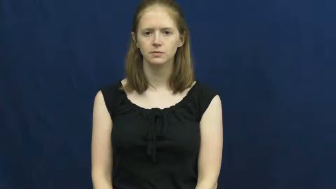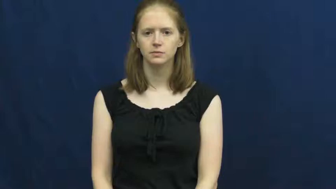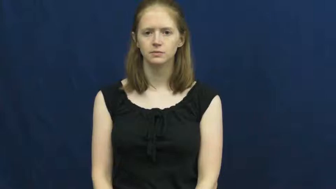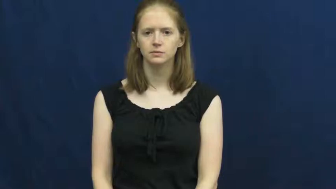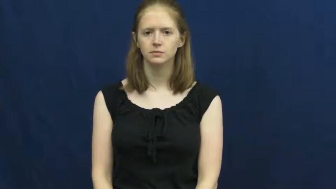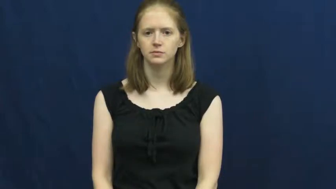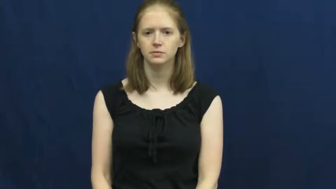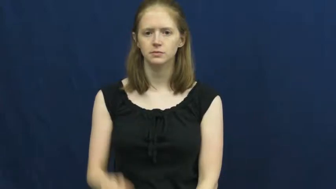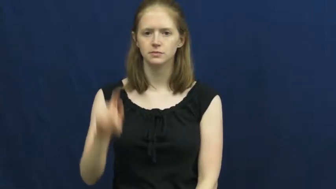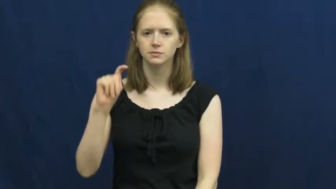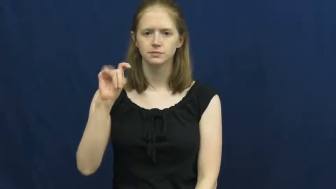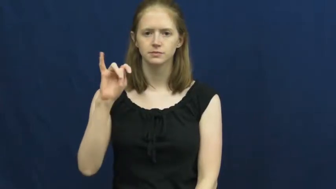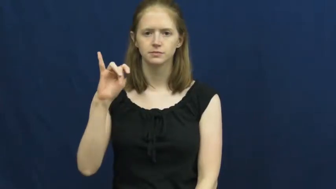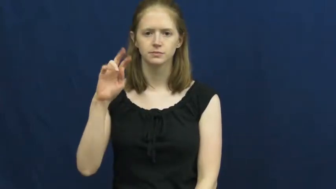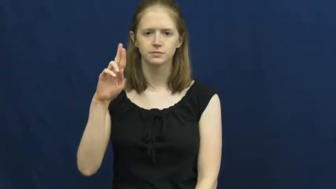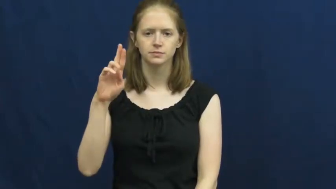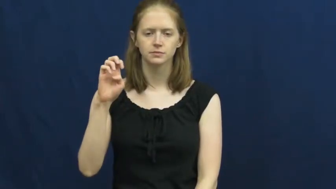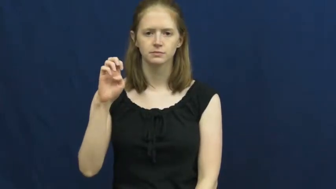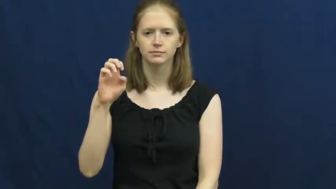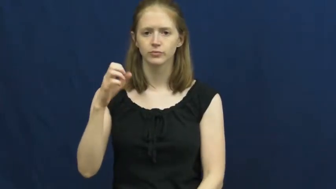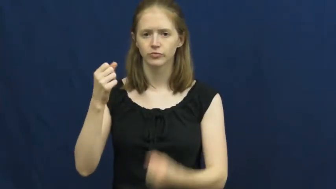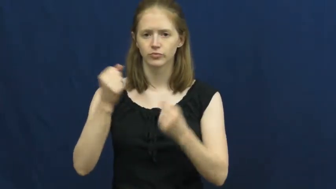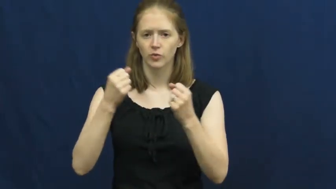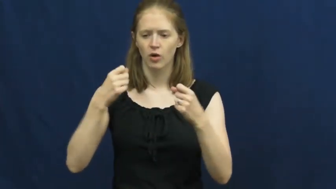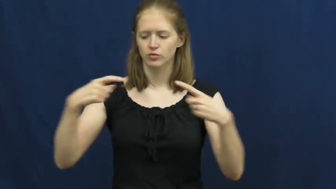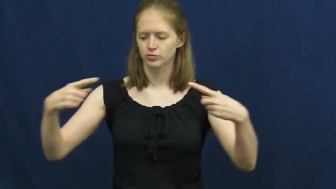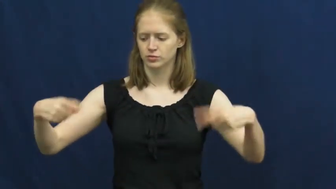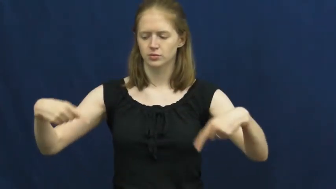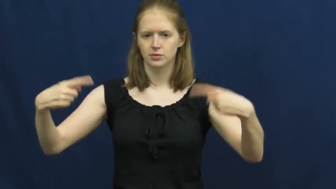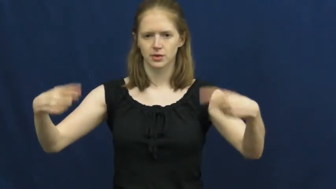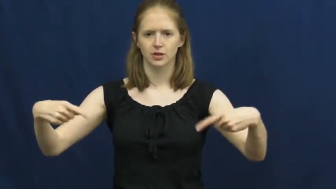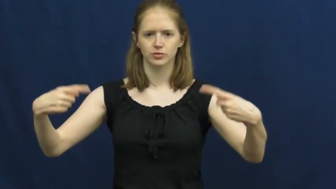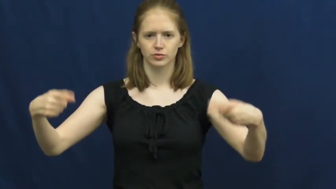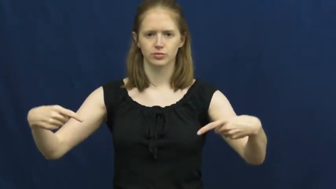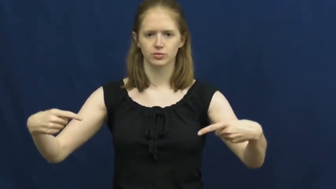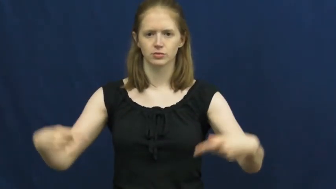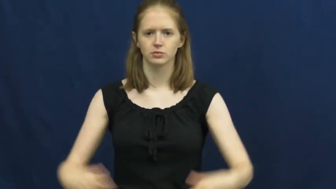tire-car